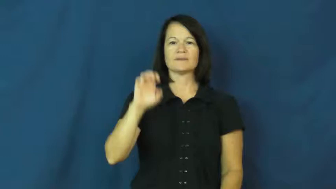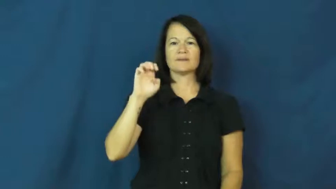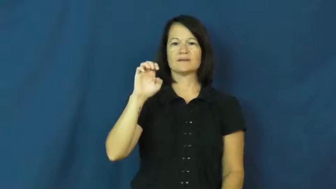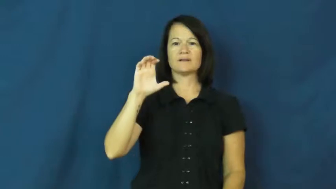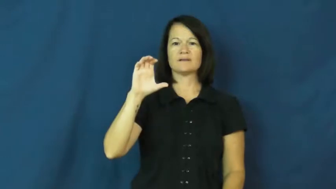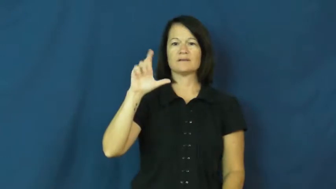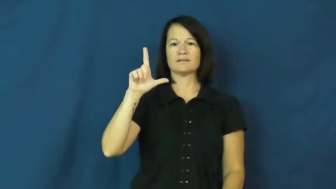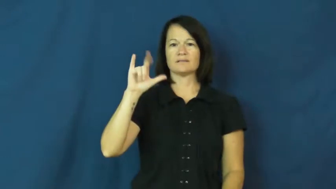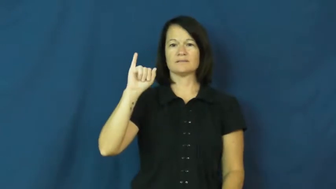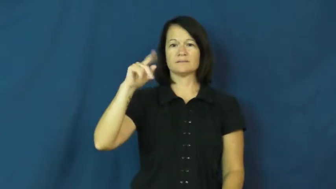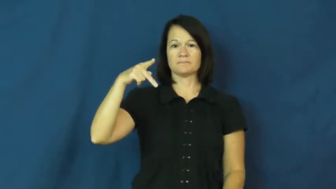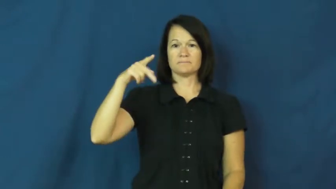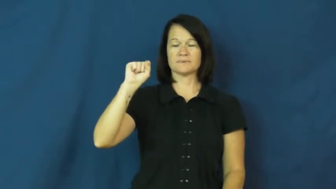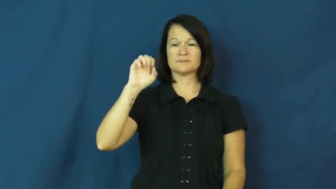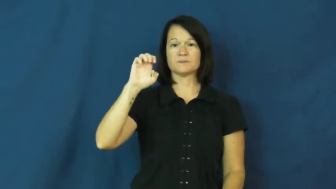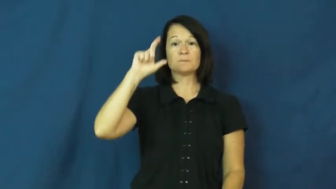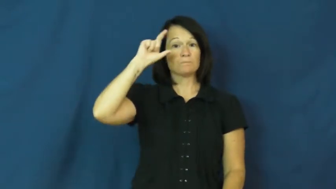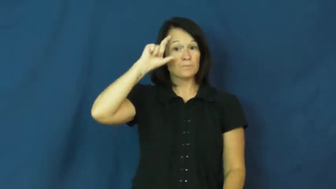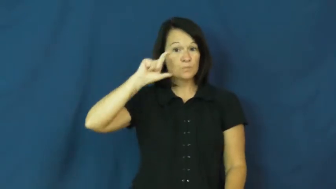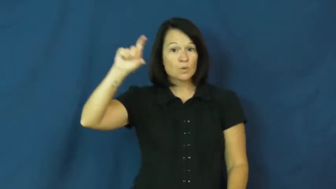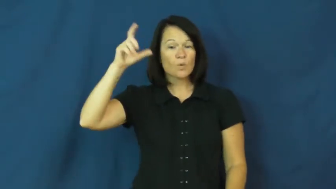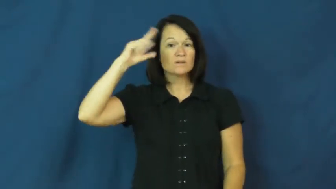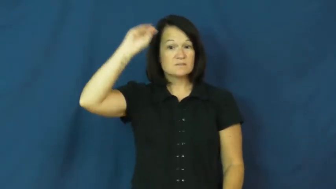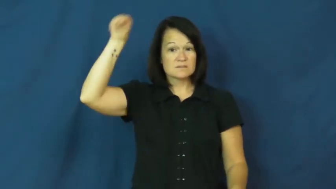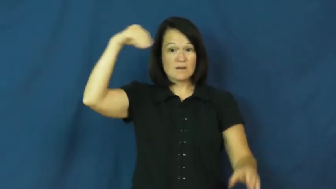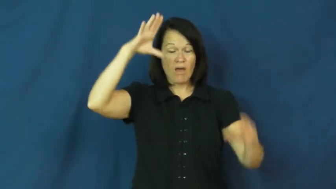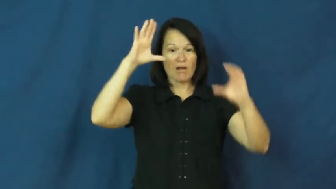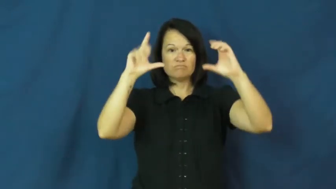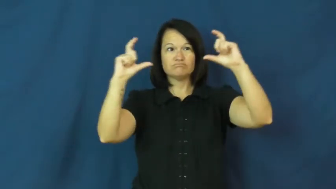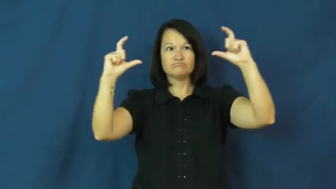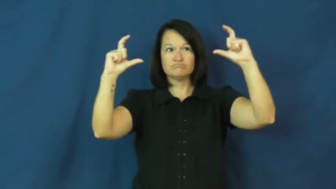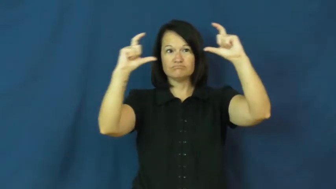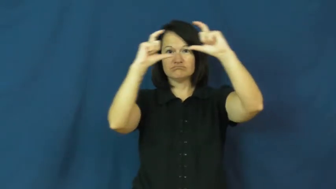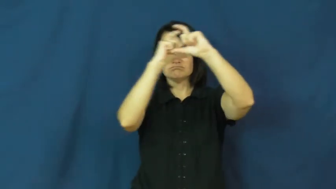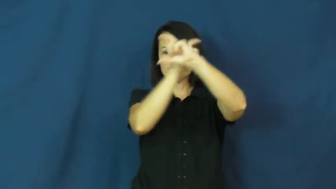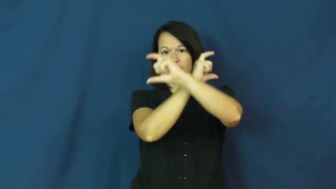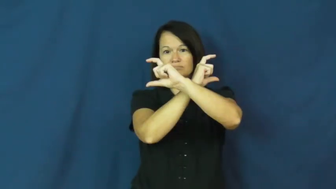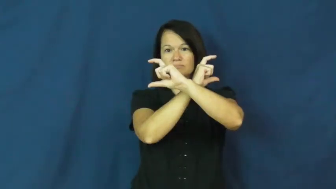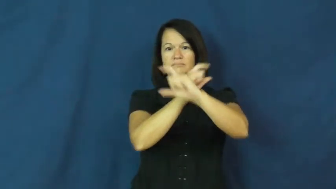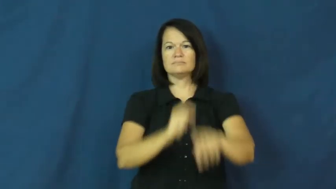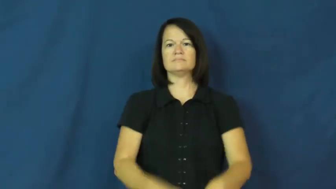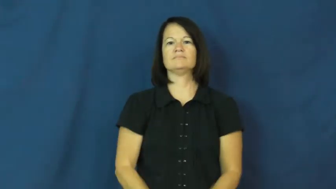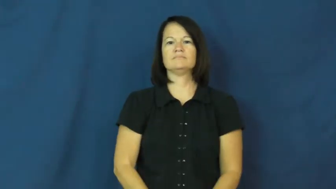eclipse